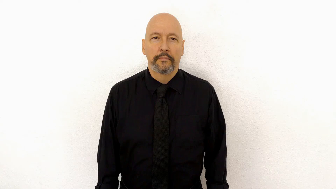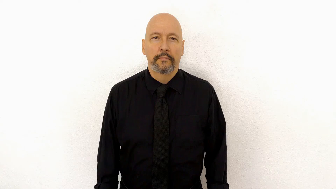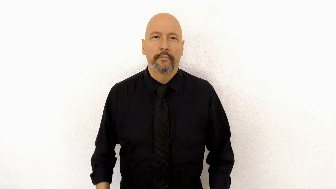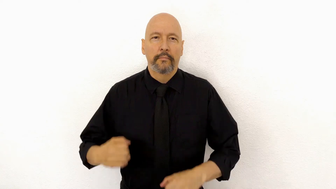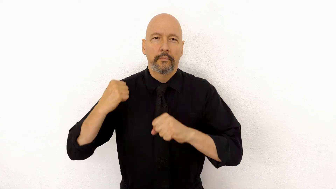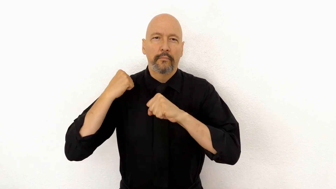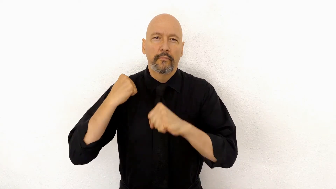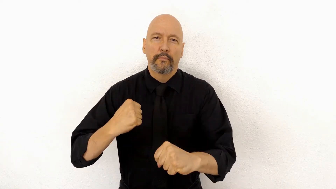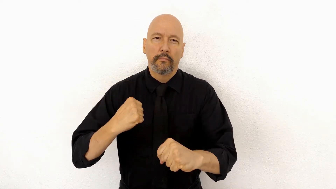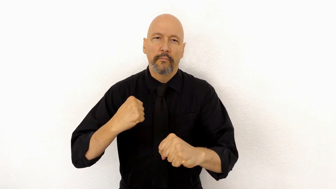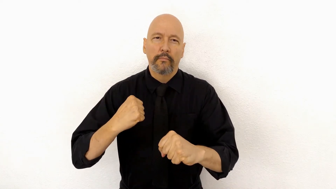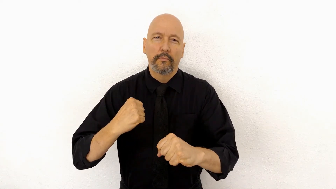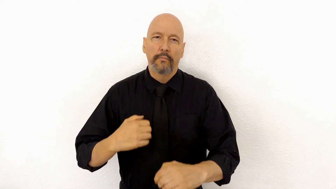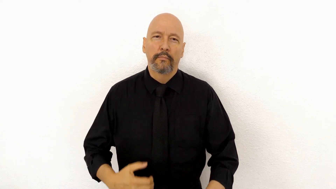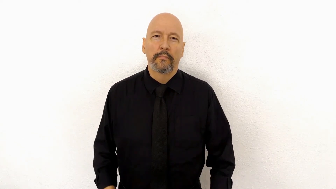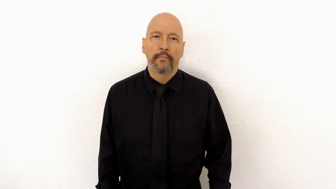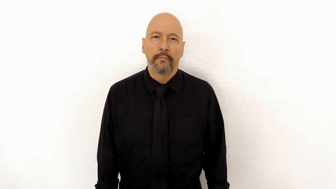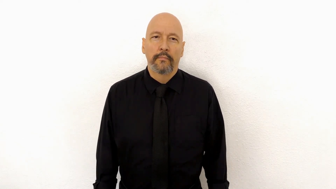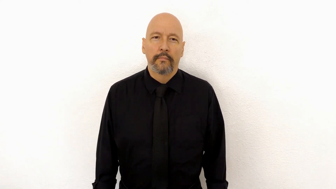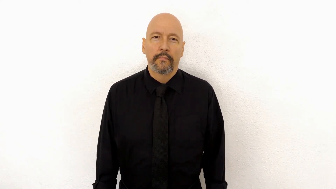STRONG [strength, firm, steadfast] (version)